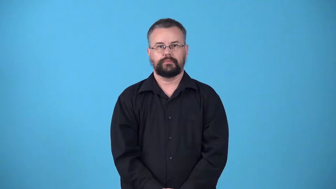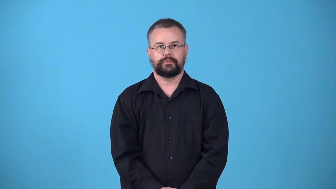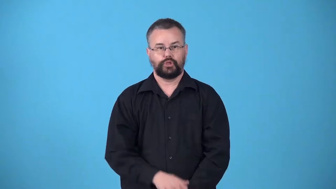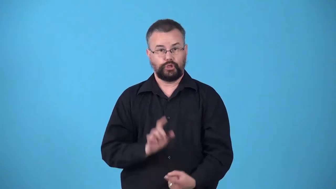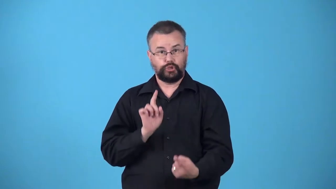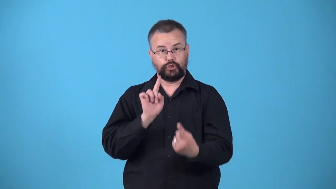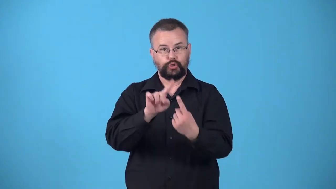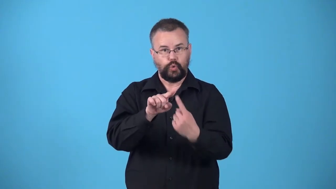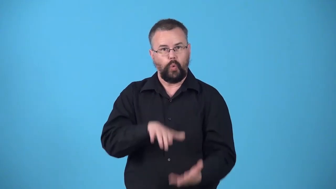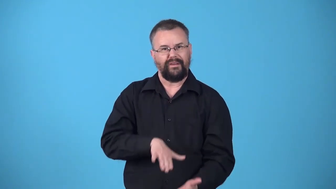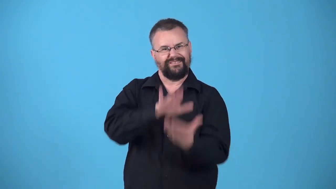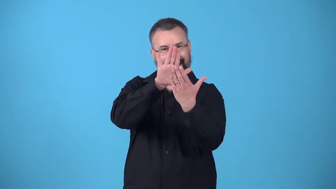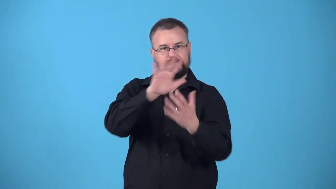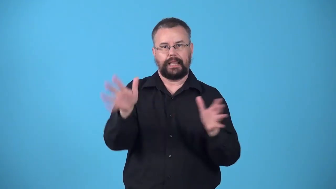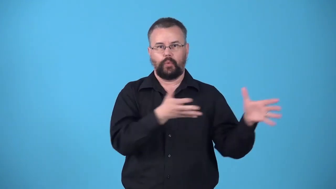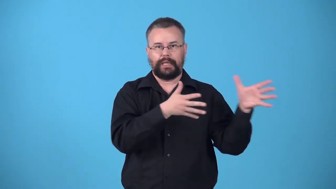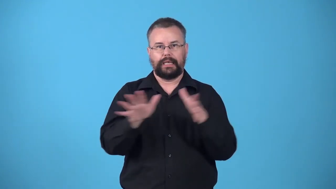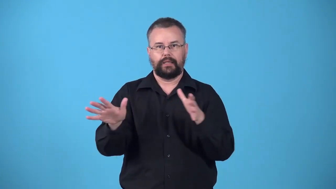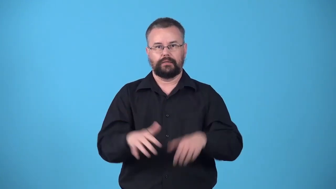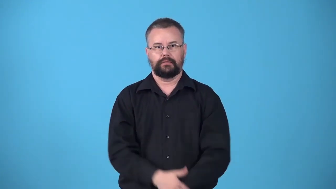windward